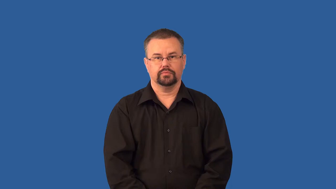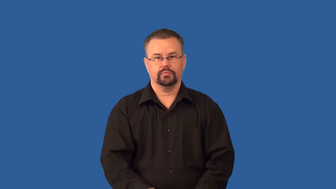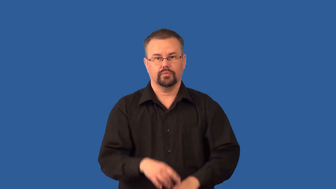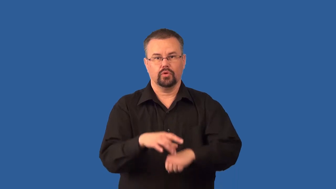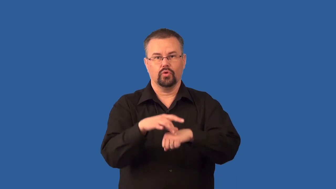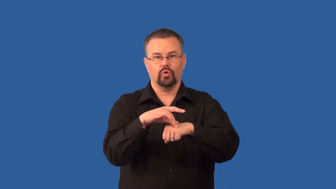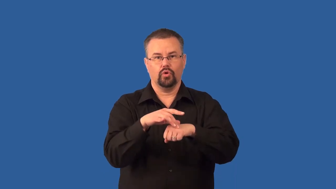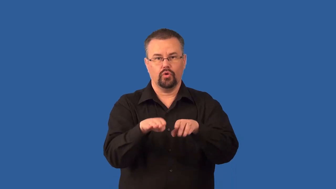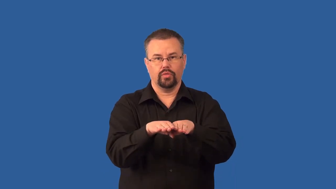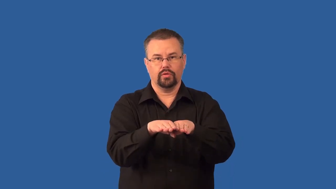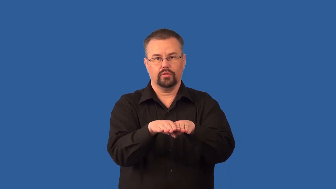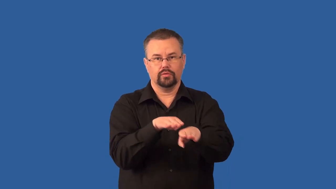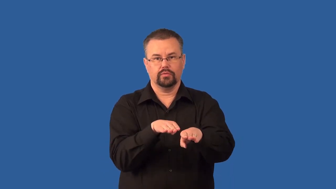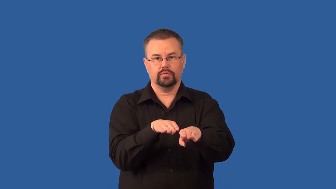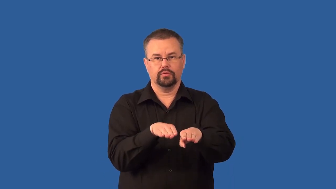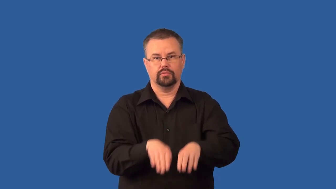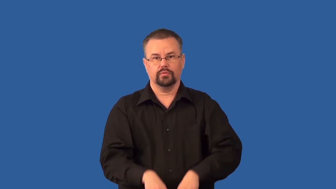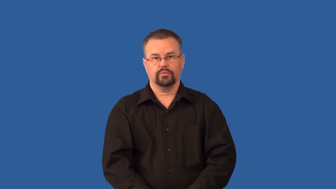strike-slip fault